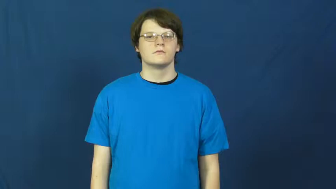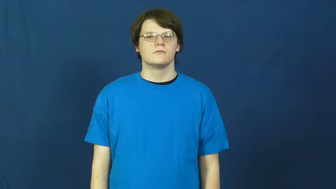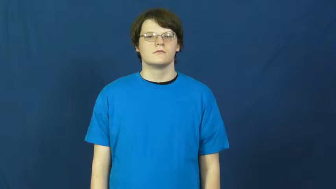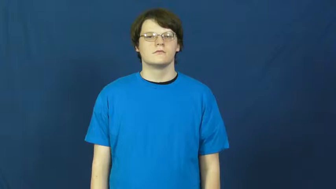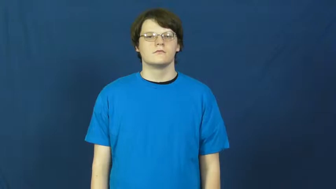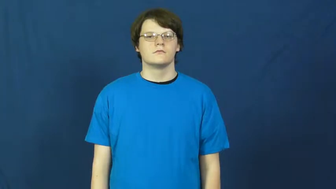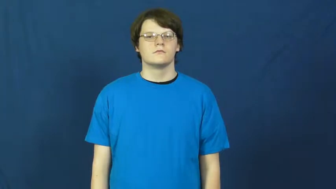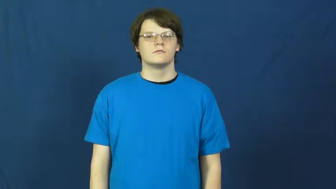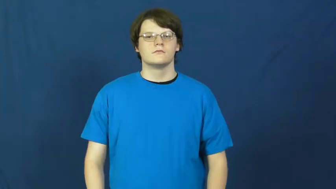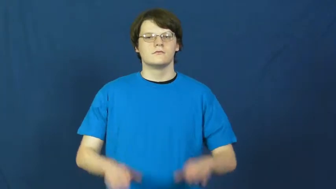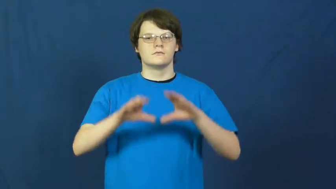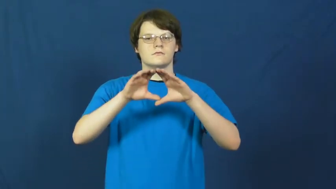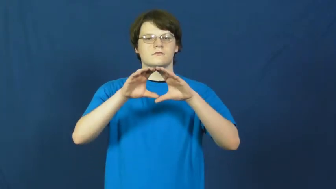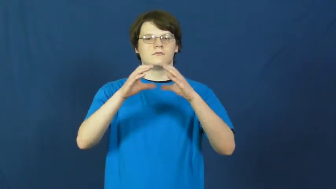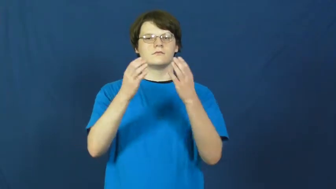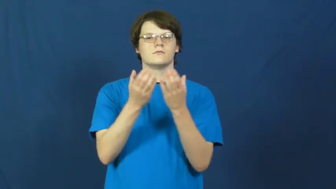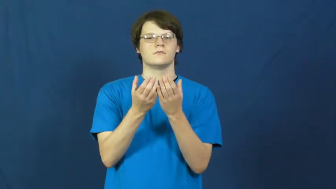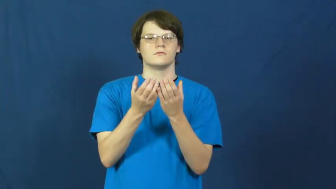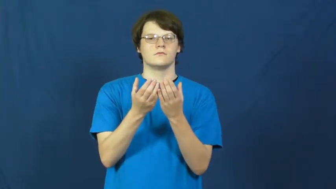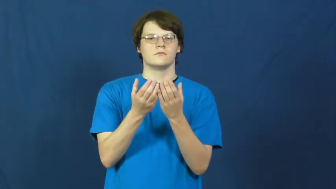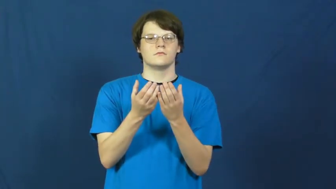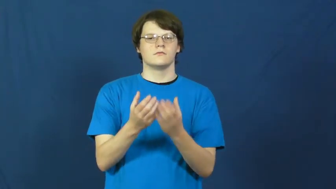outfit-group